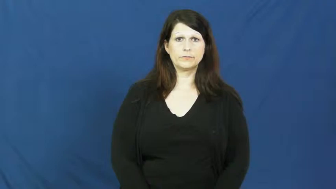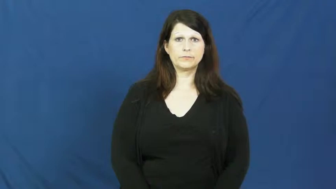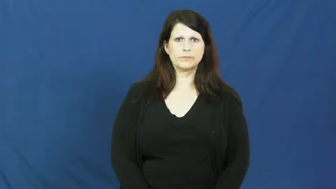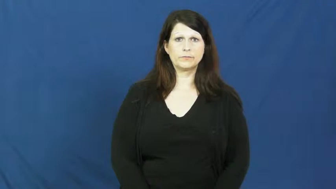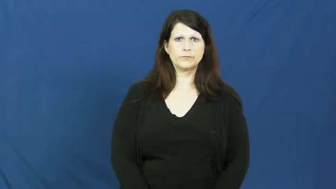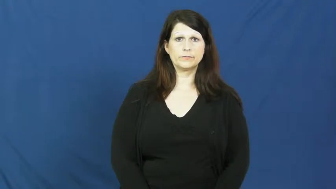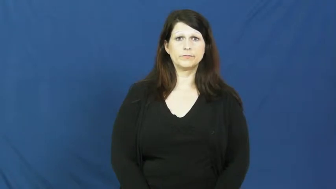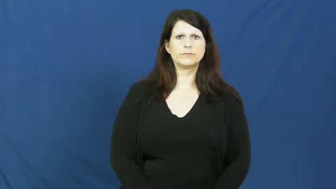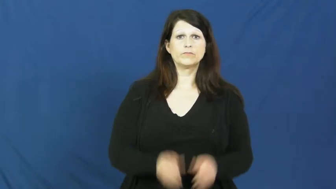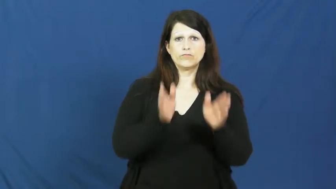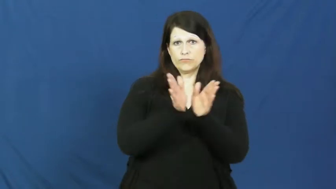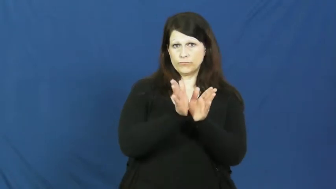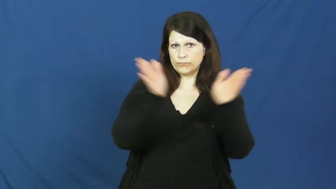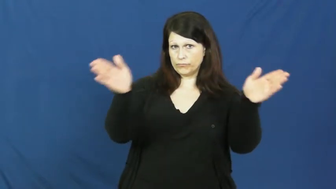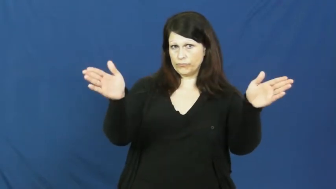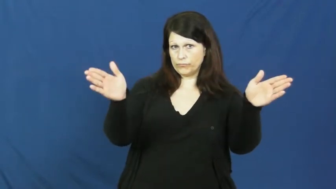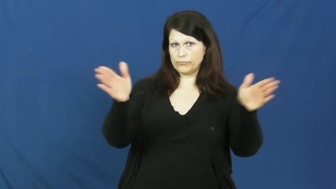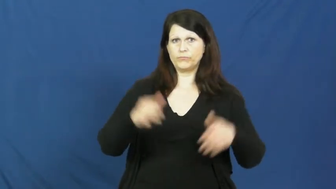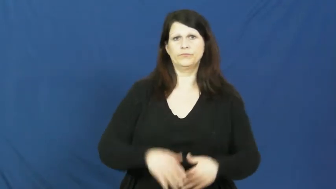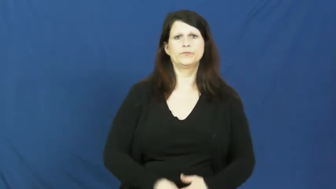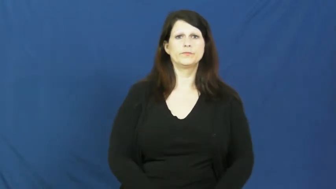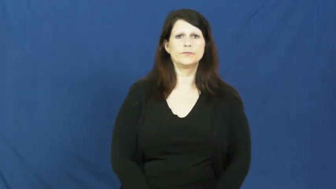general,macro-adj